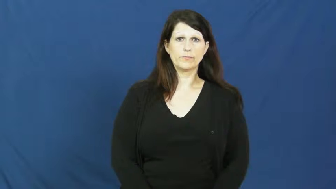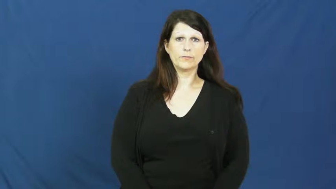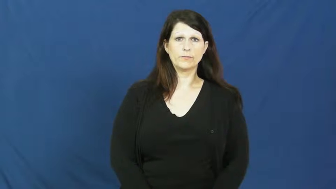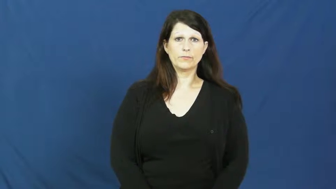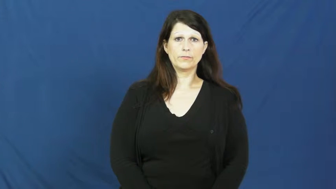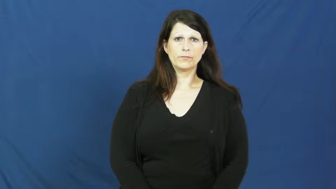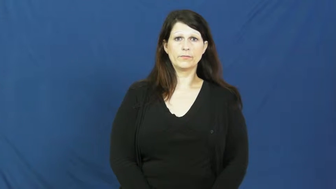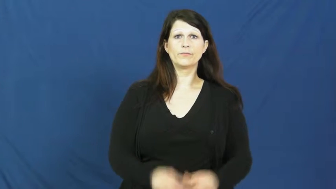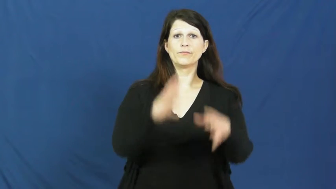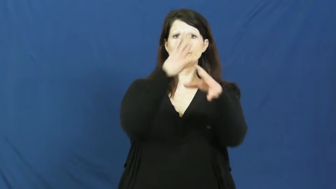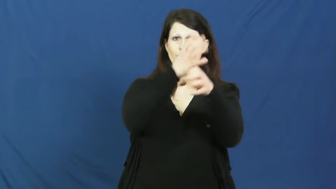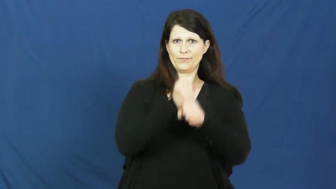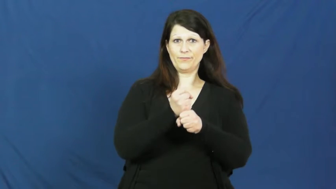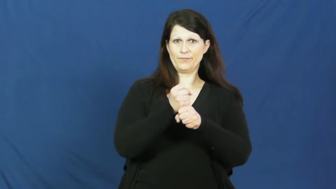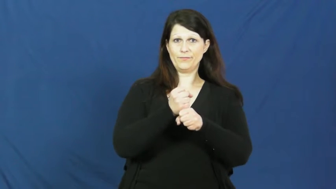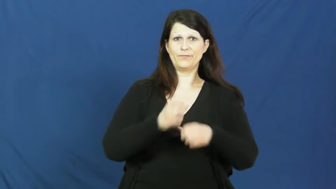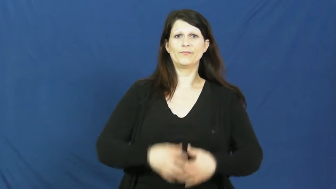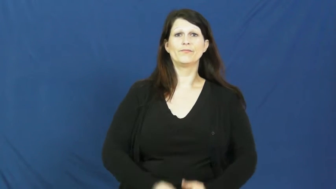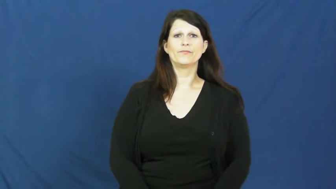get out of-get from car